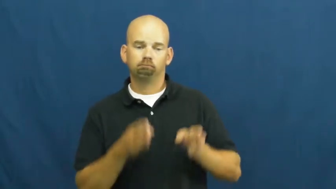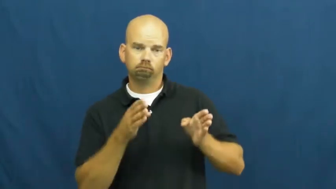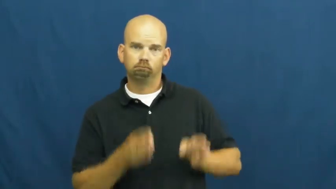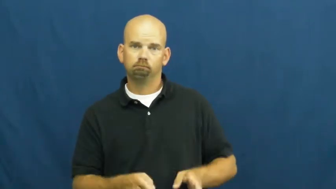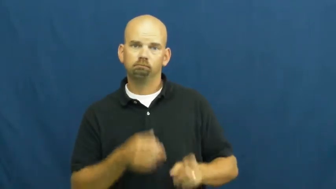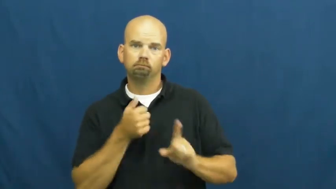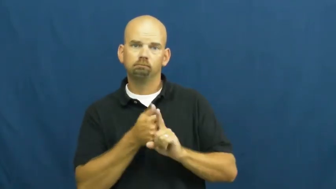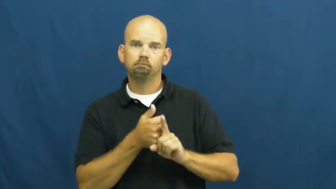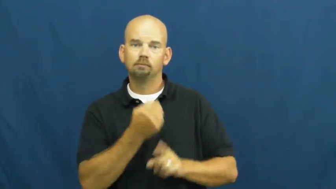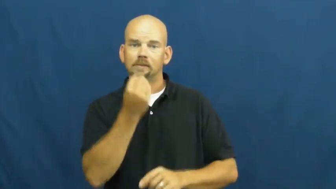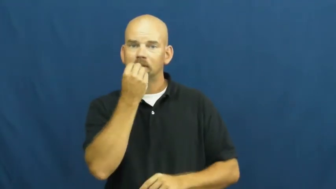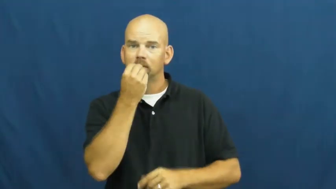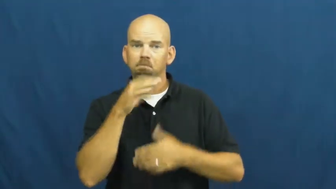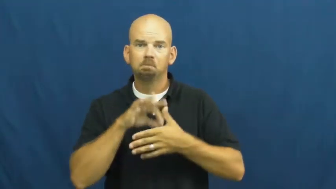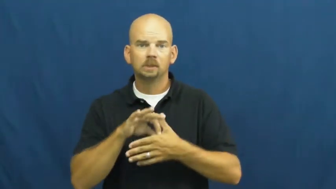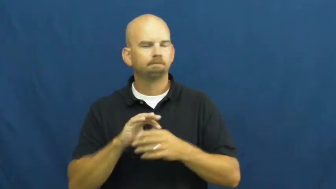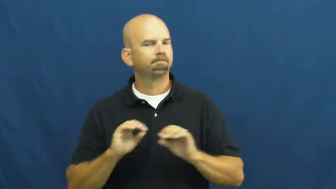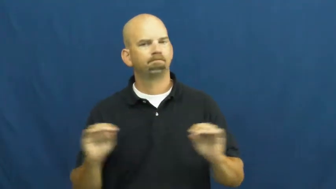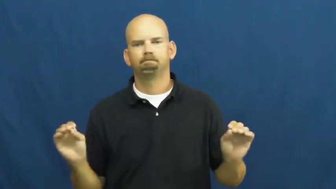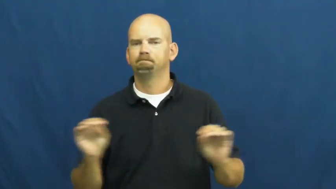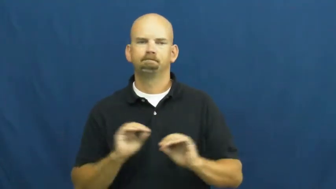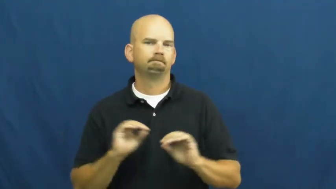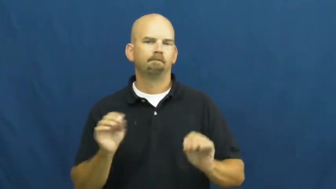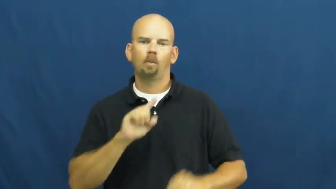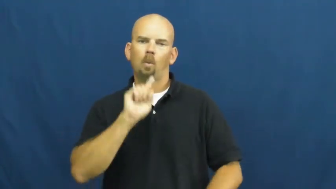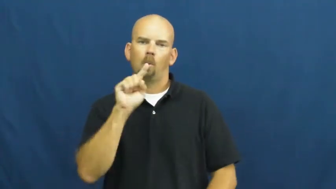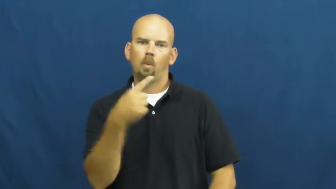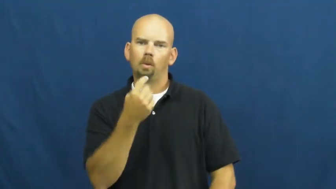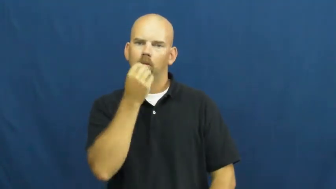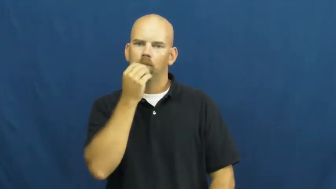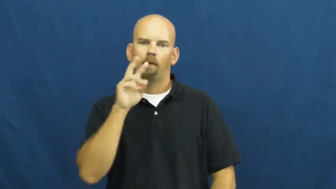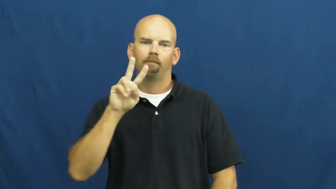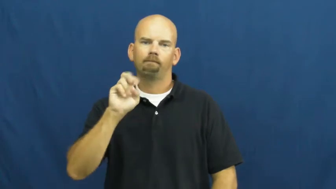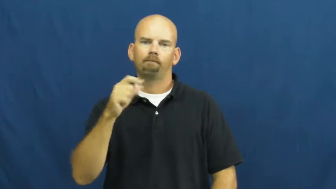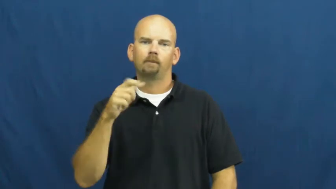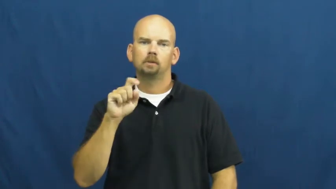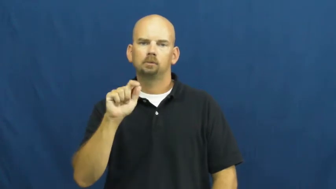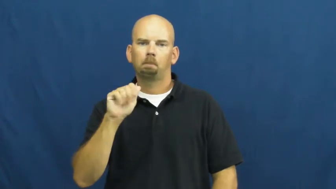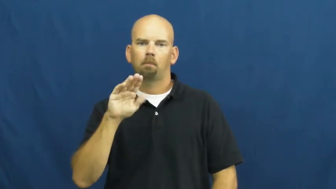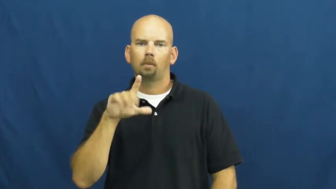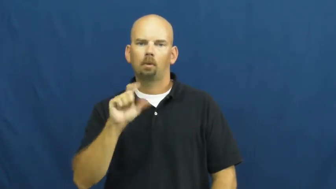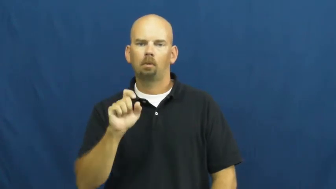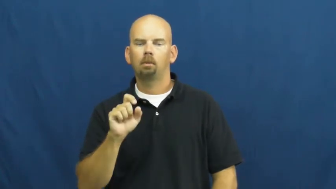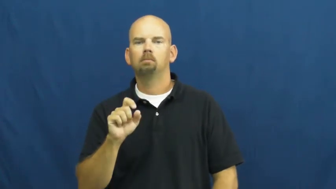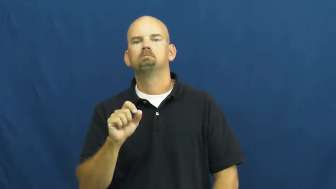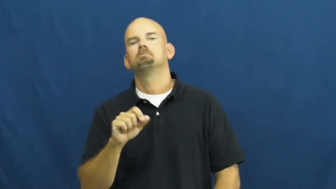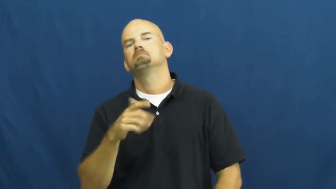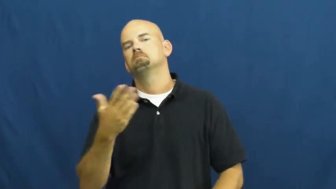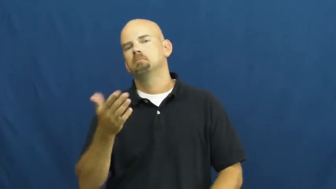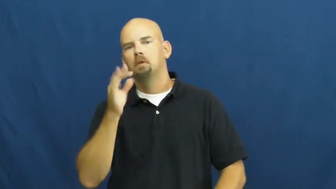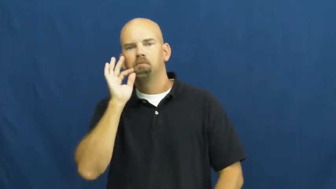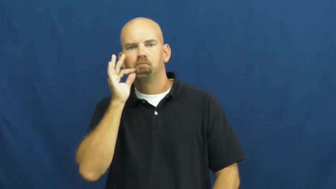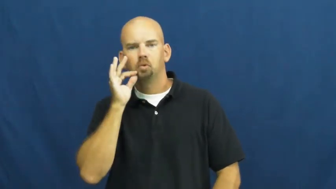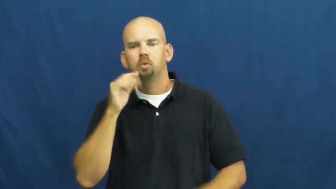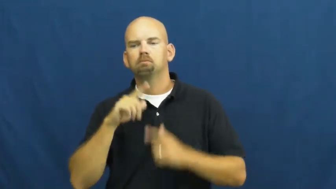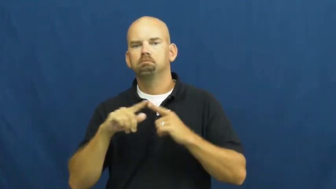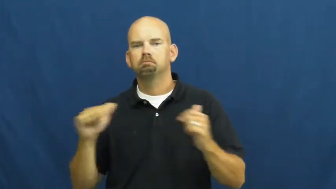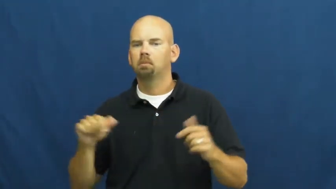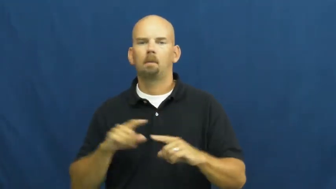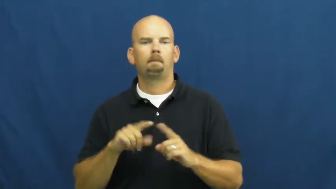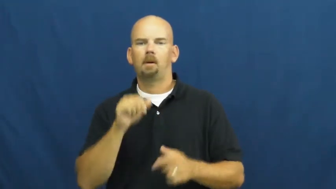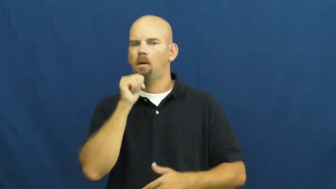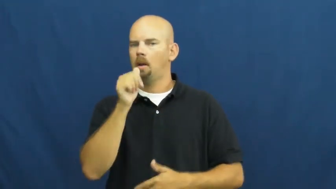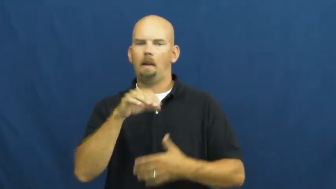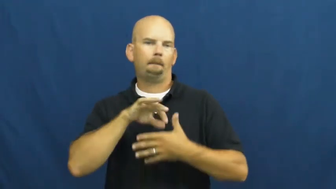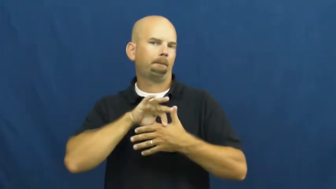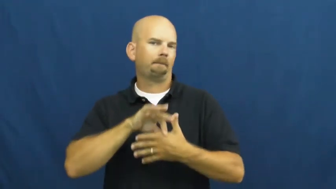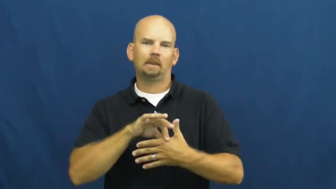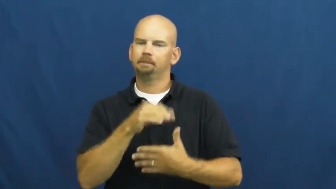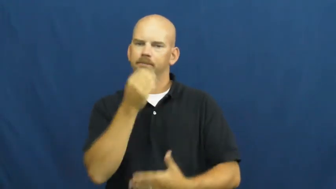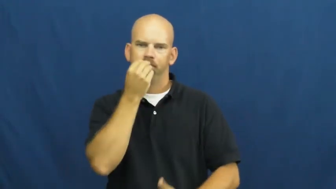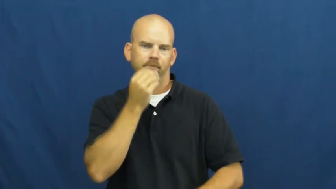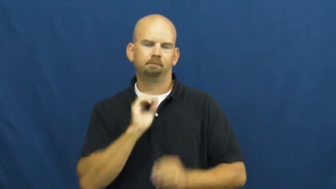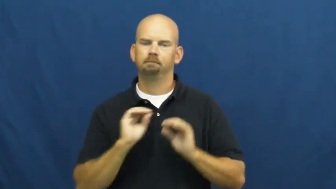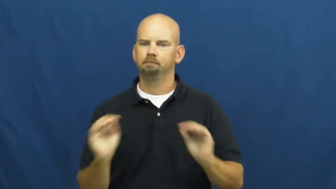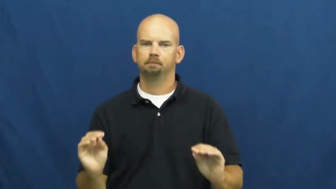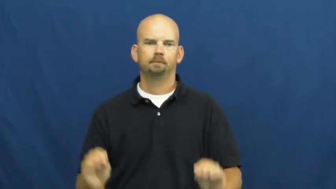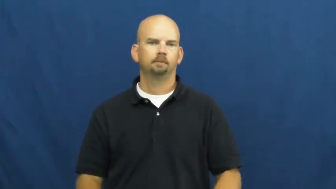vegetarian,vegan